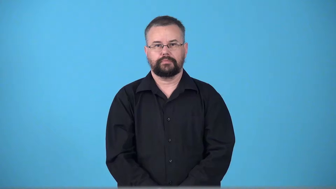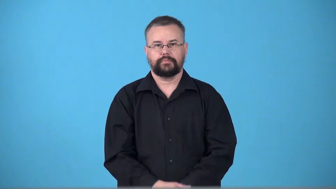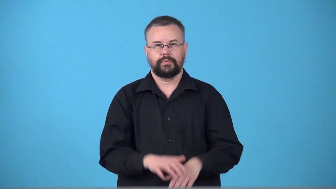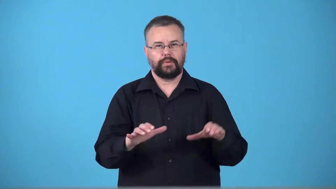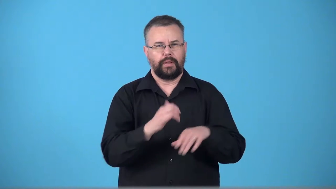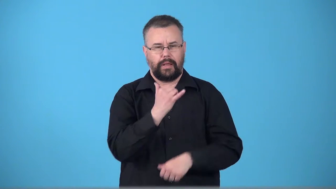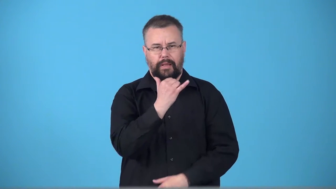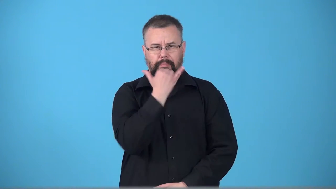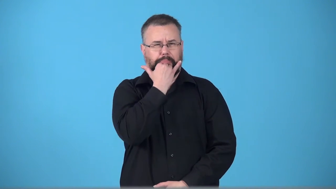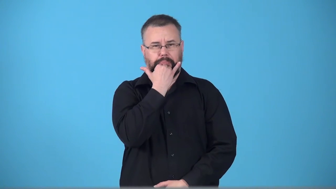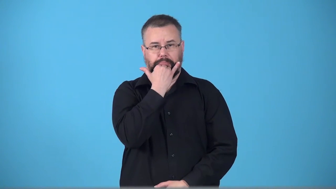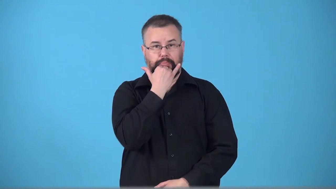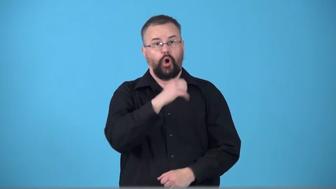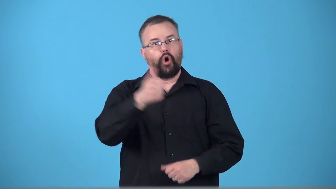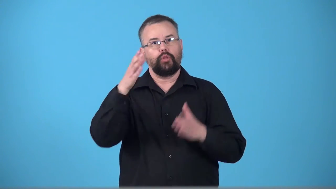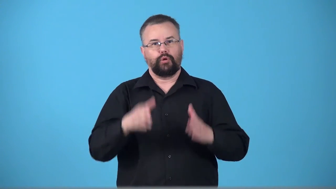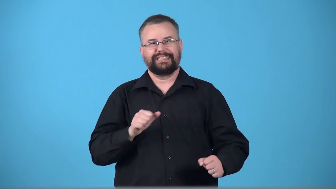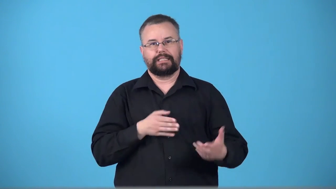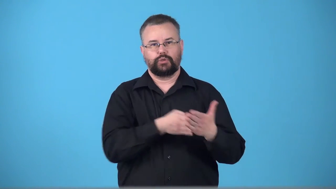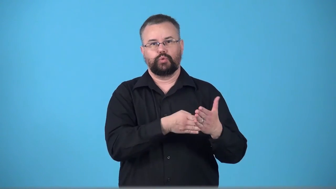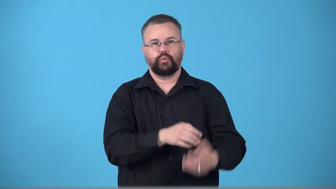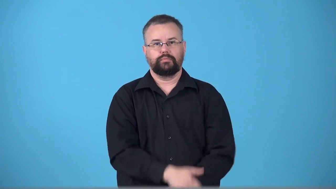tort